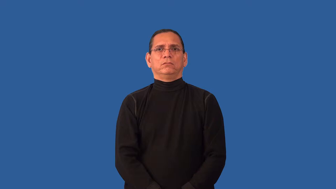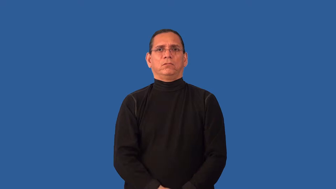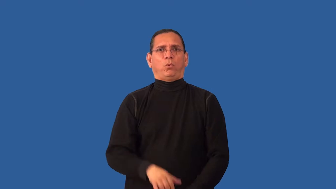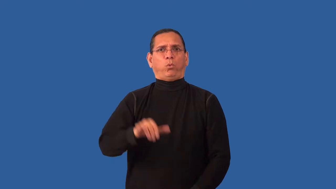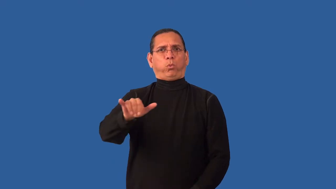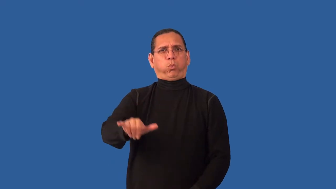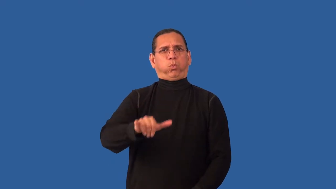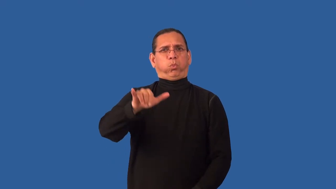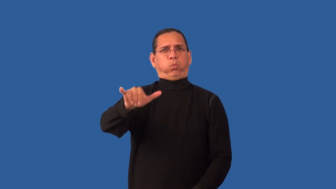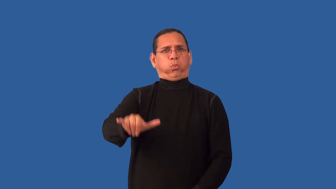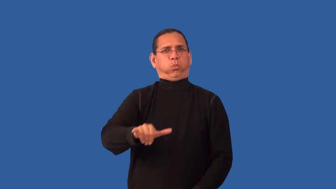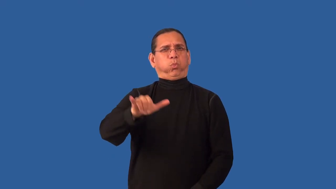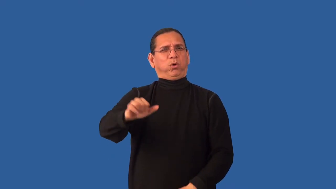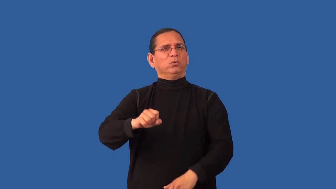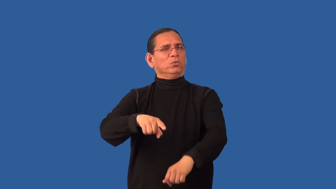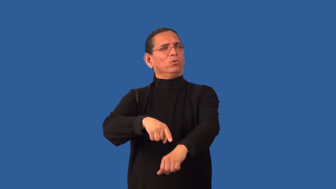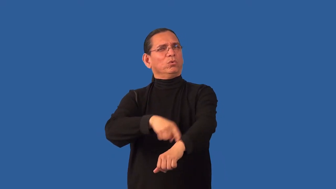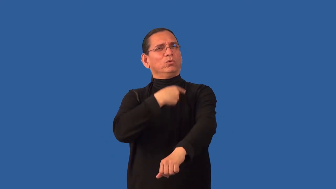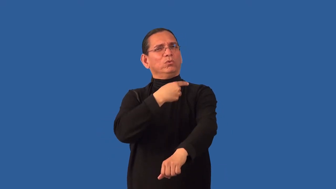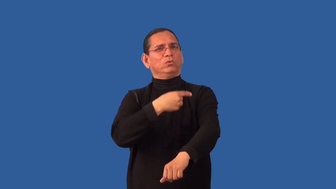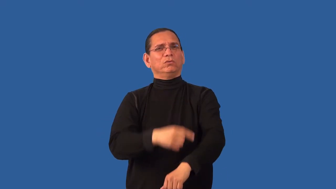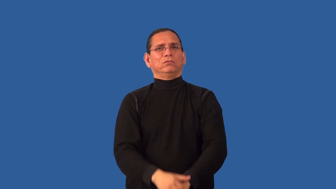overstay